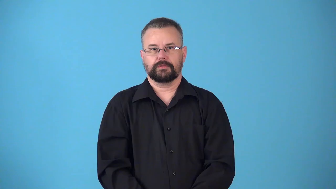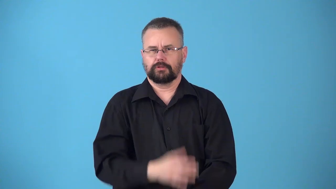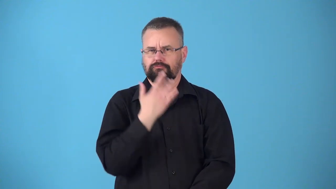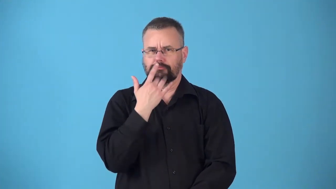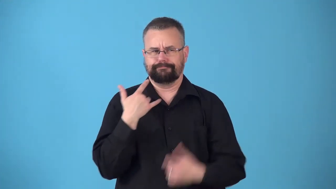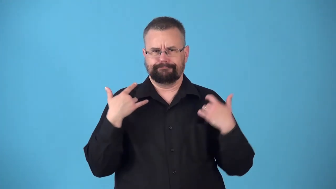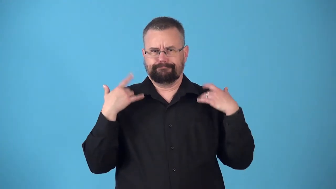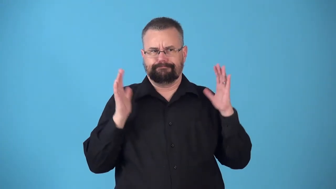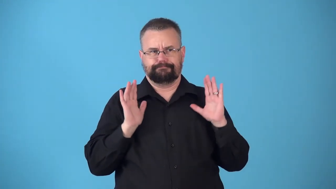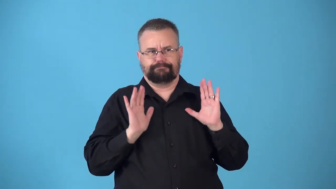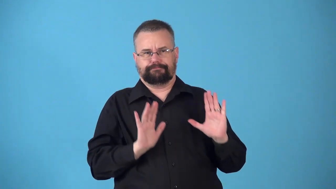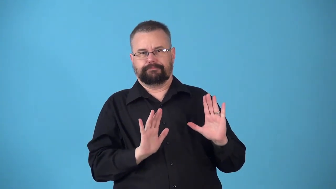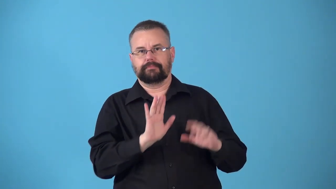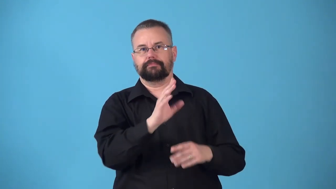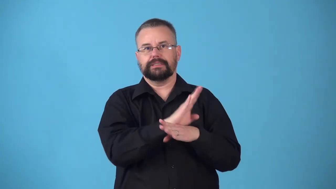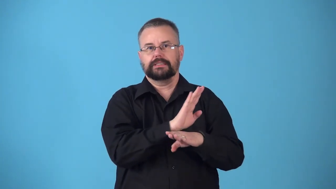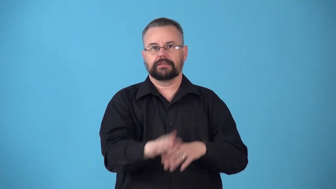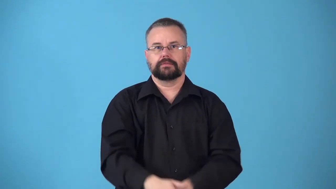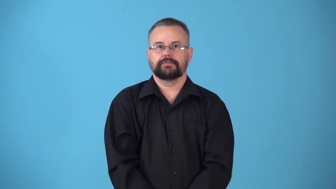nonintervention